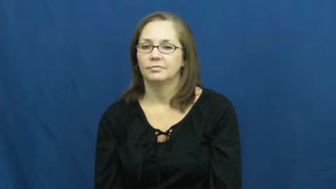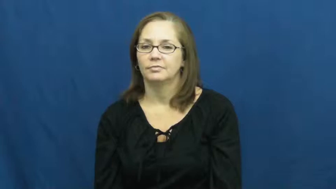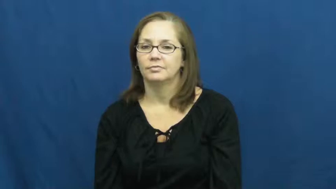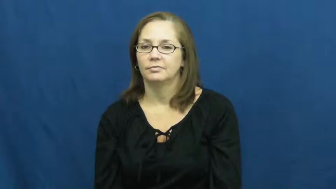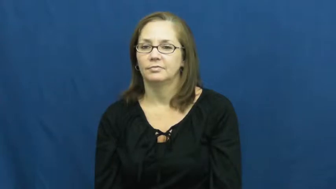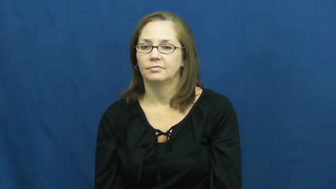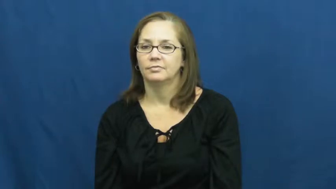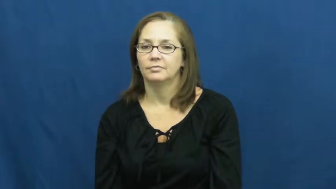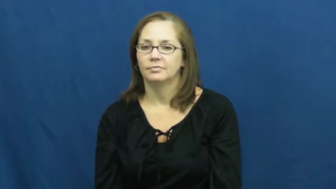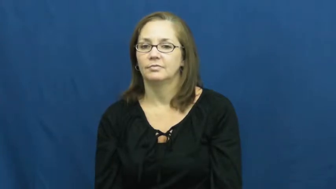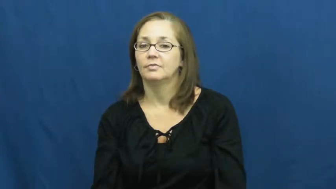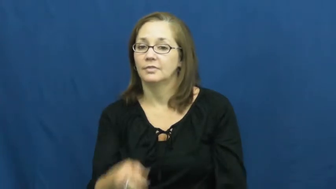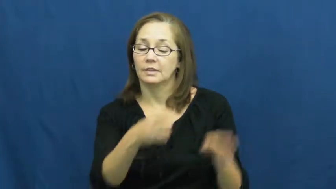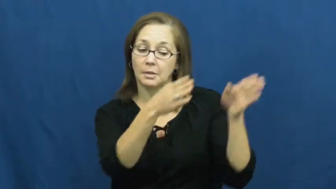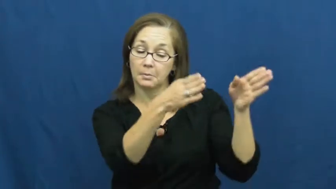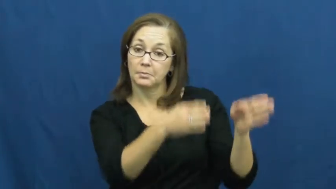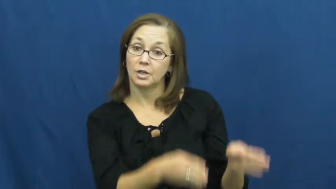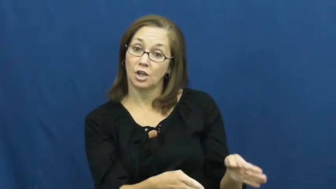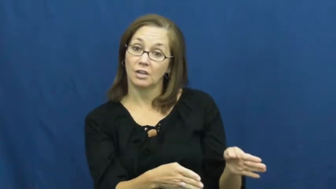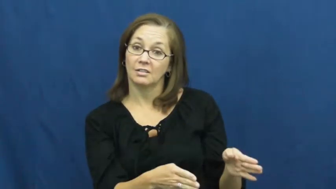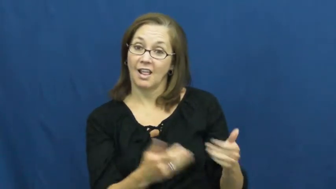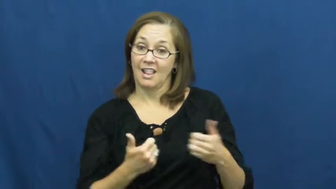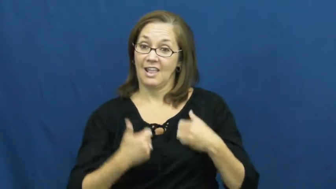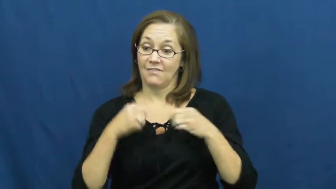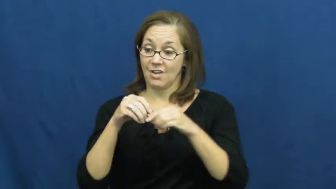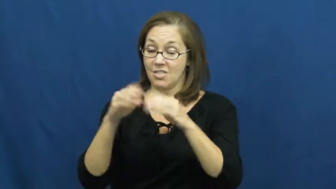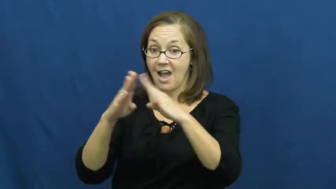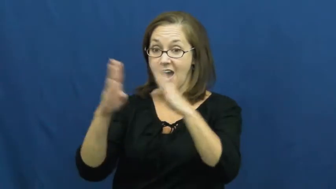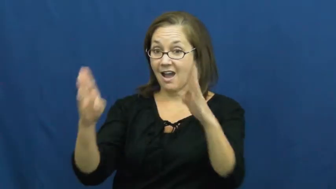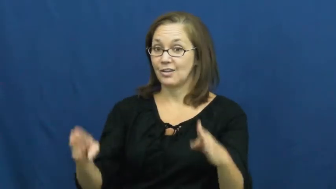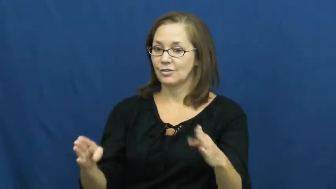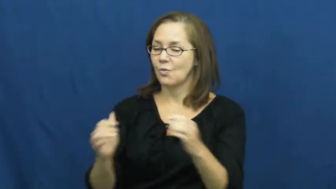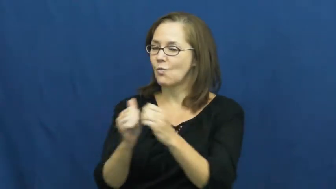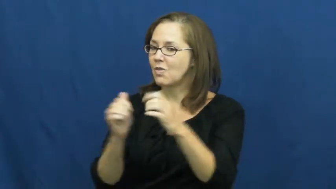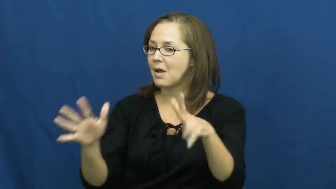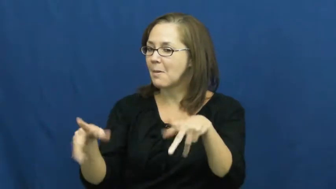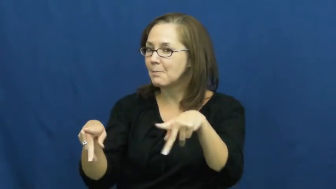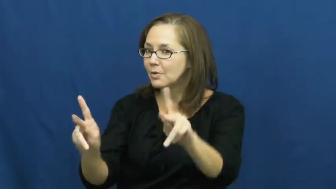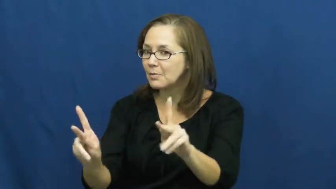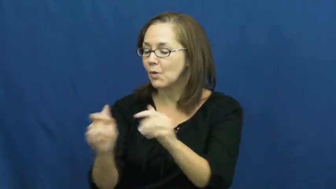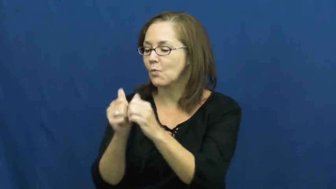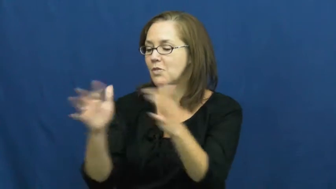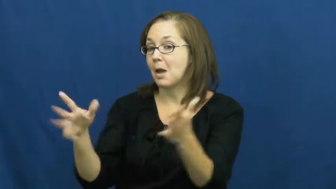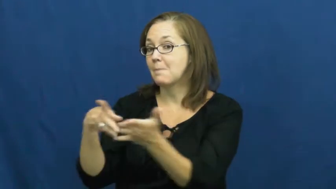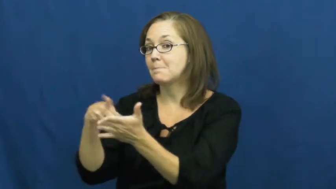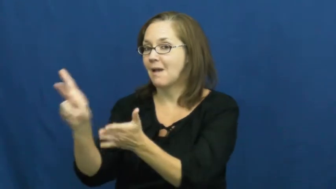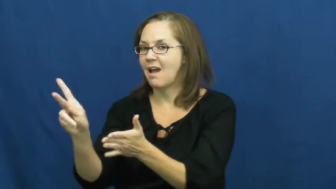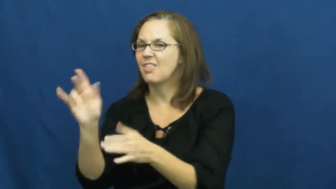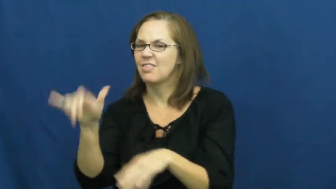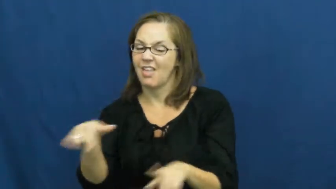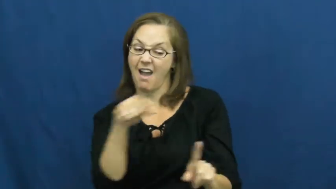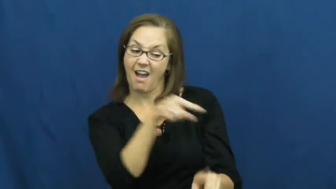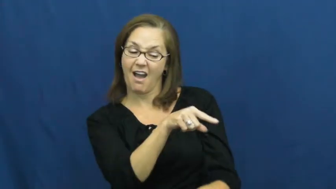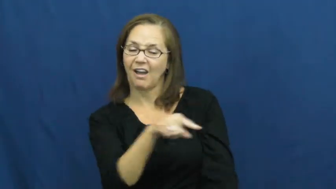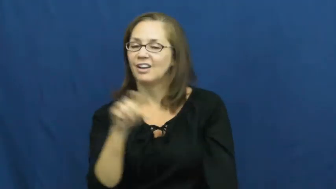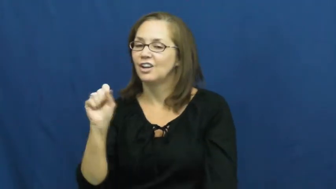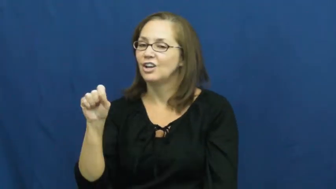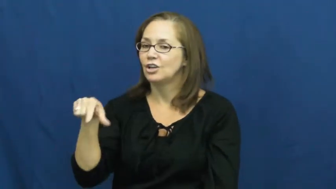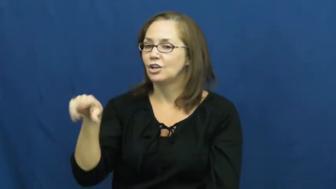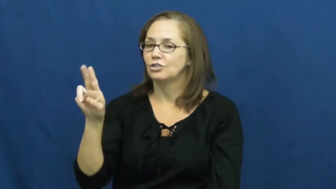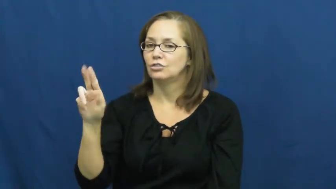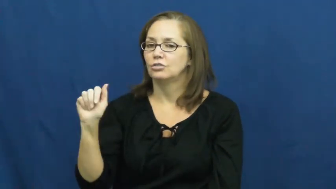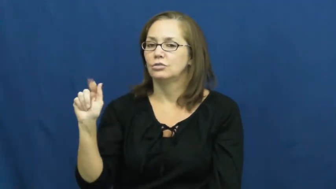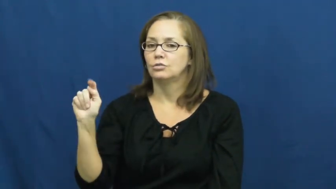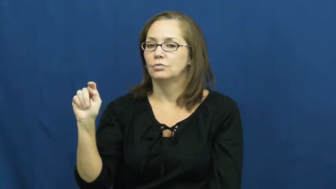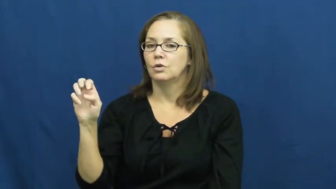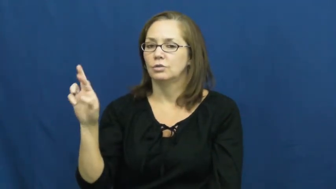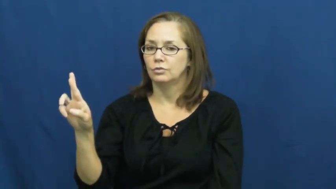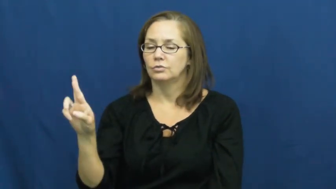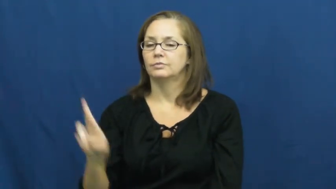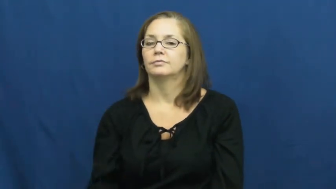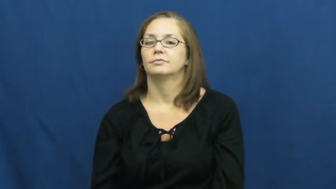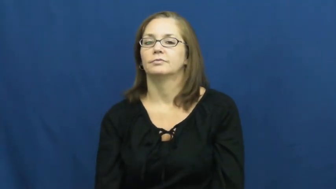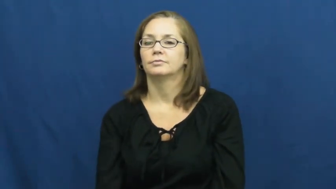squatter